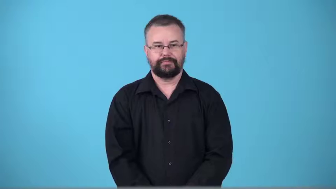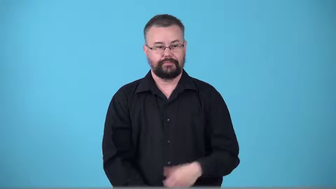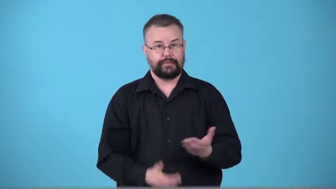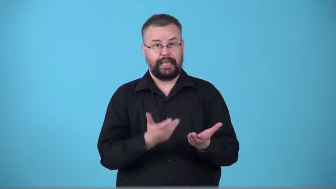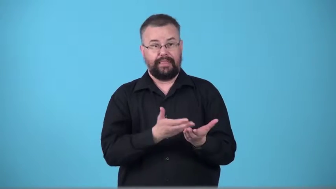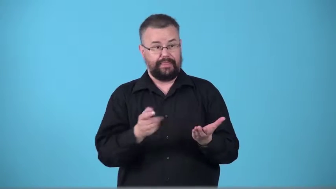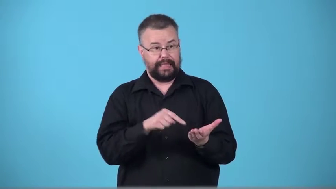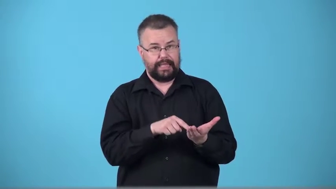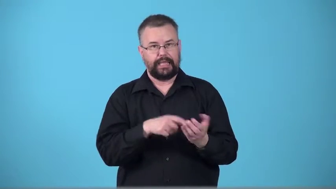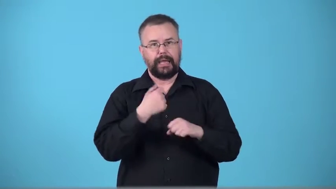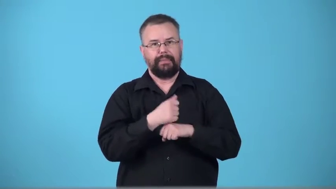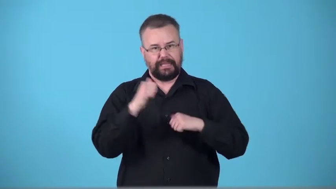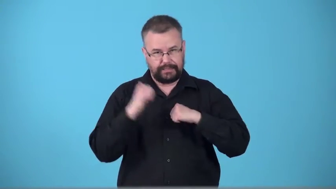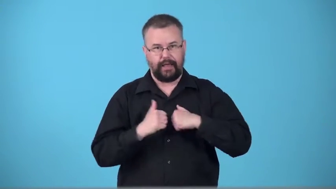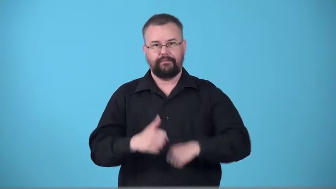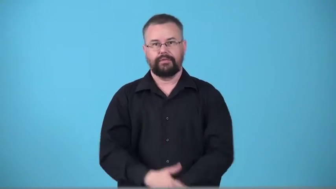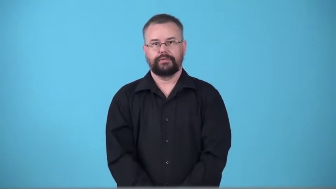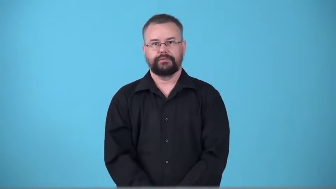toughen,toughener-material